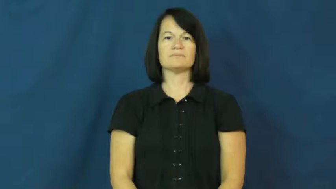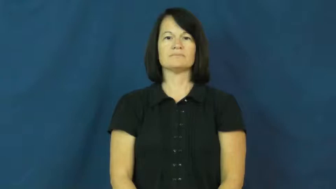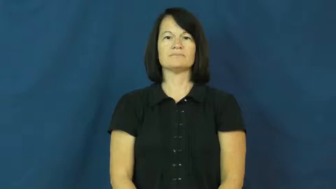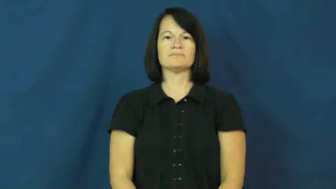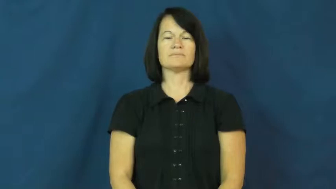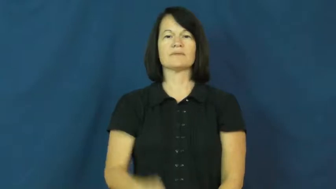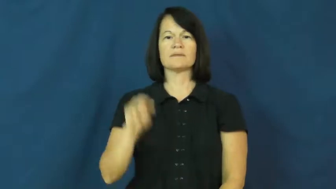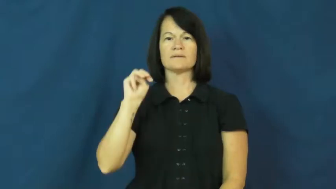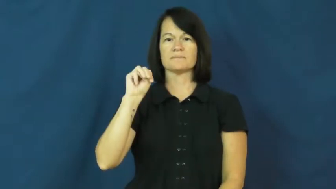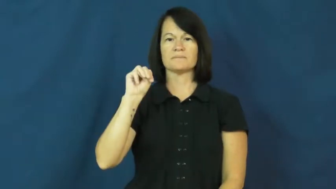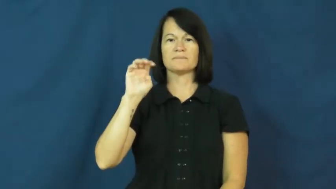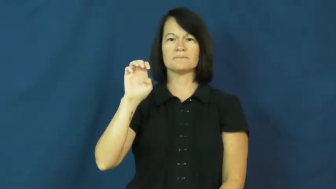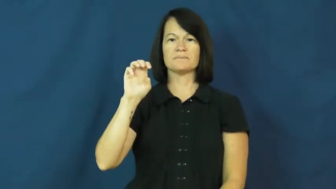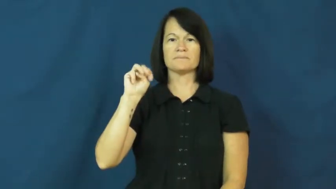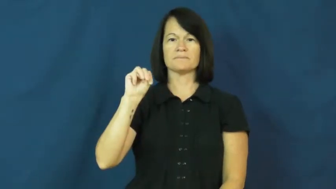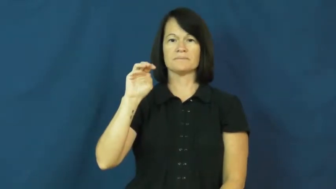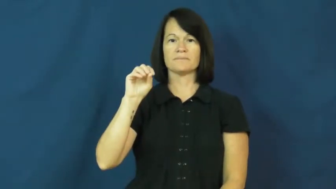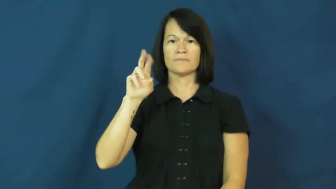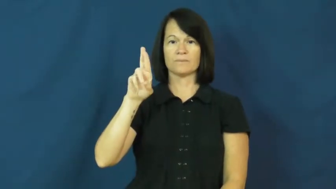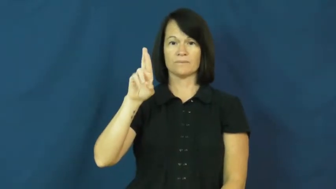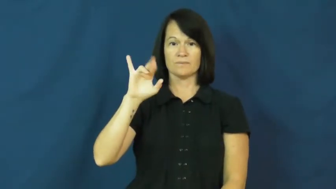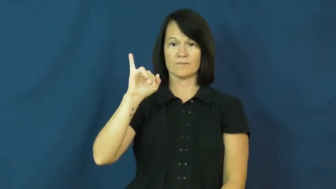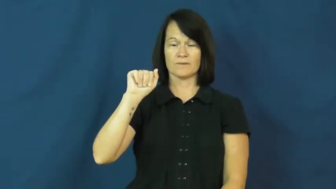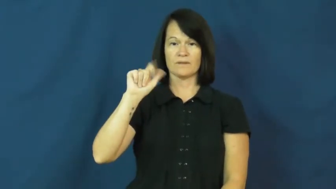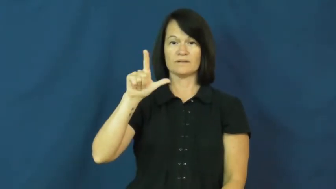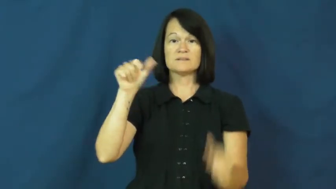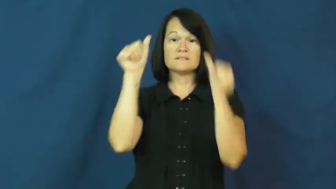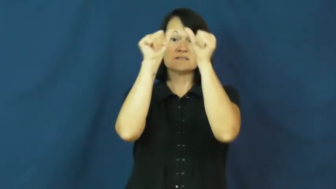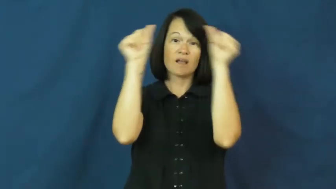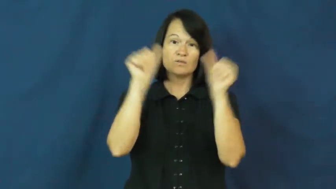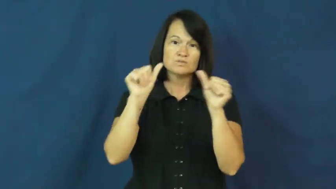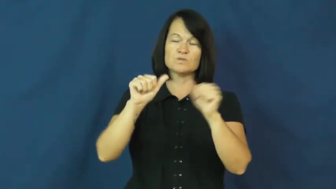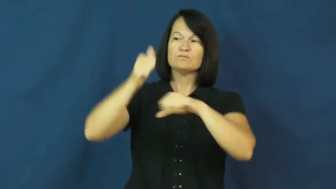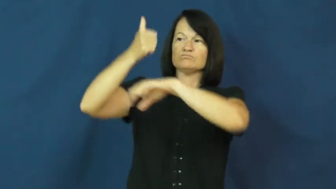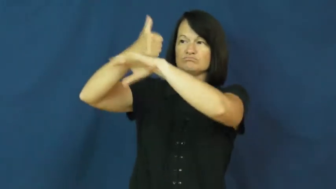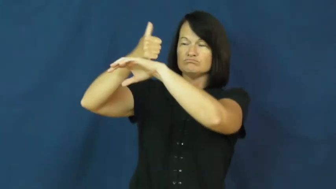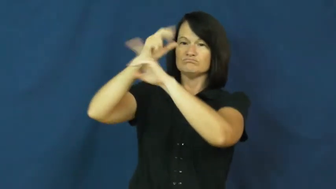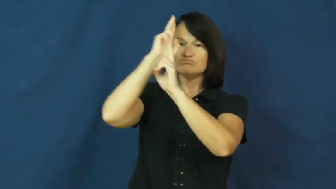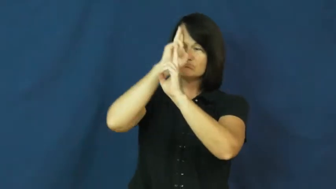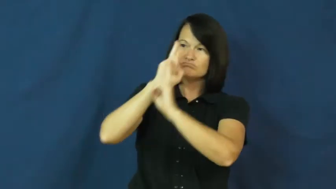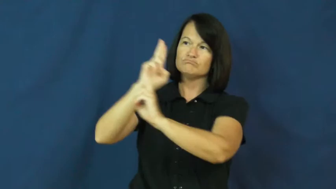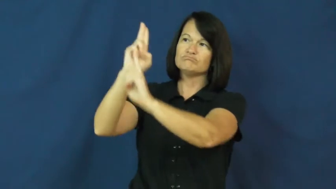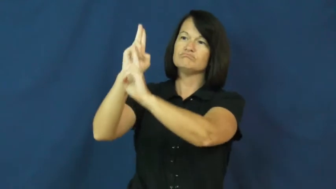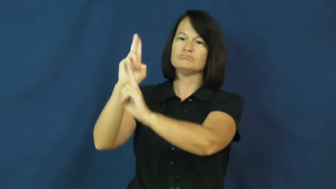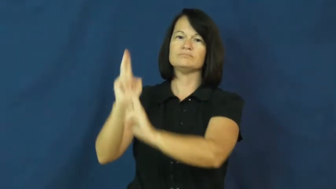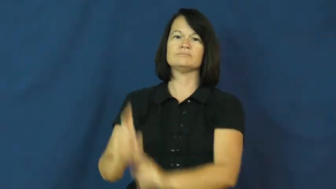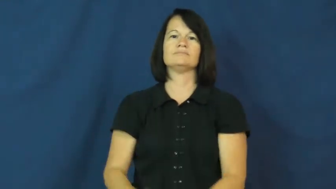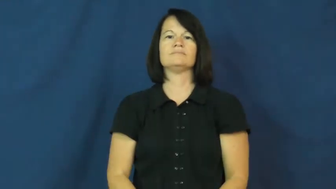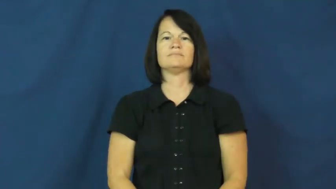memorial